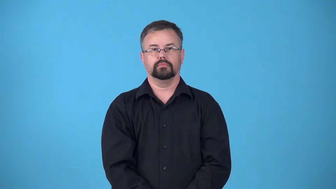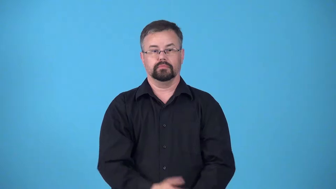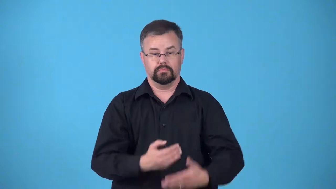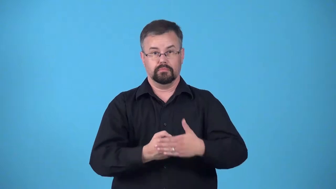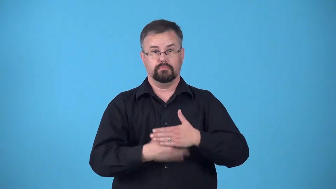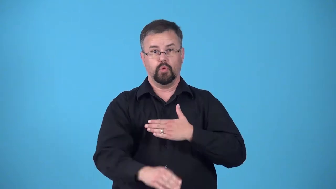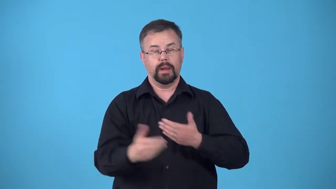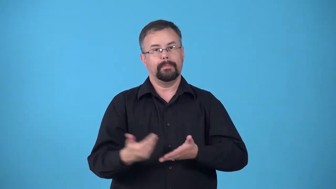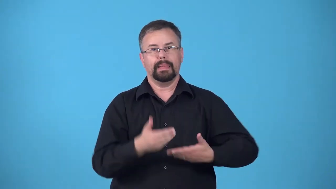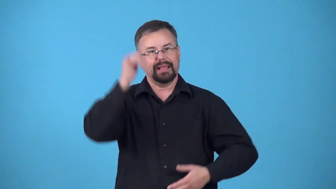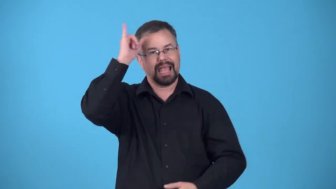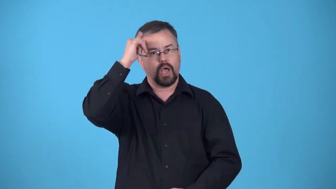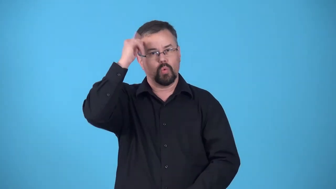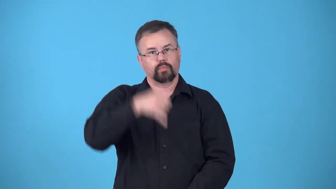calve-give birth to calf